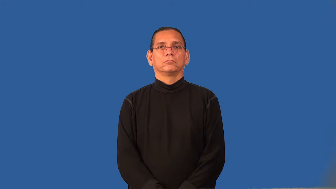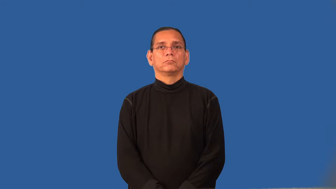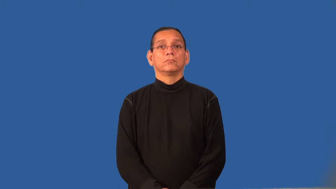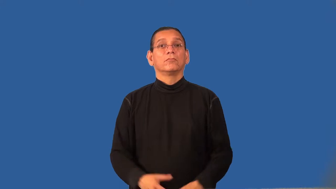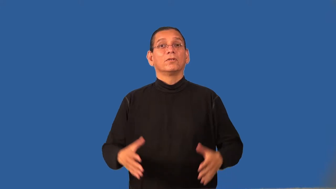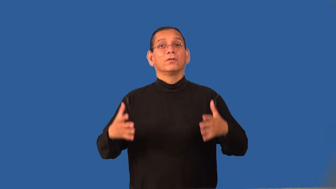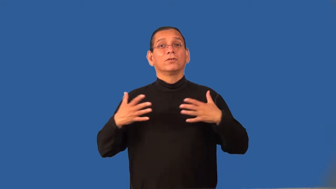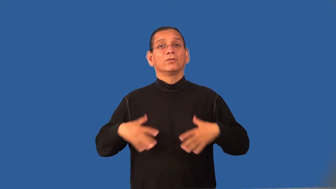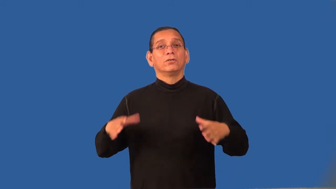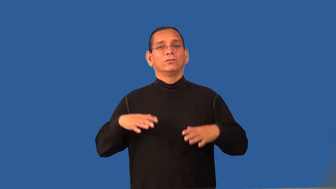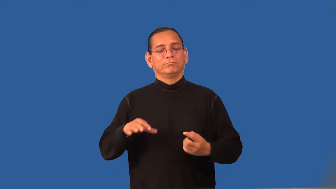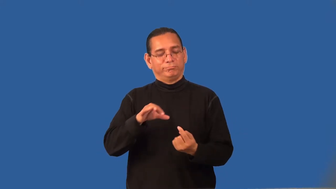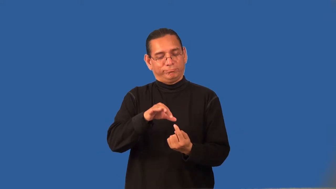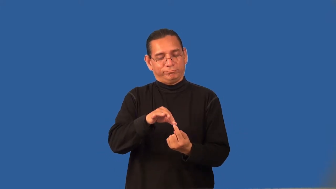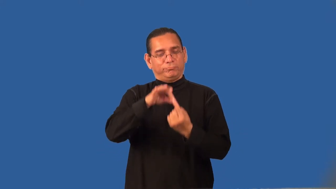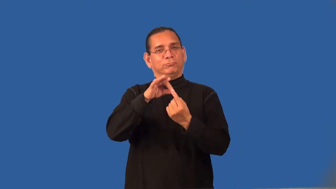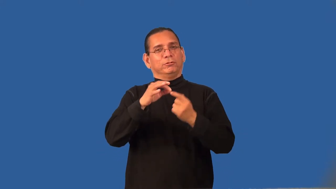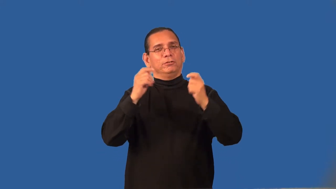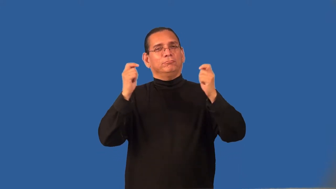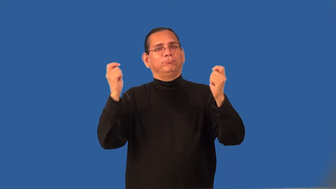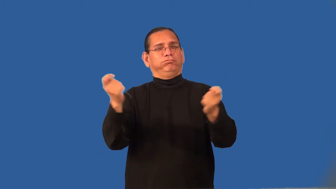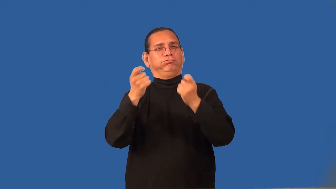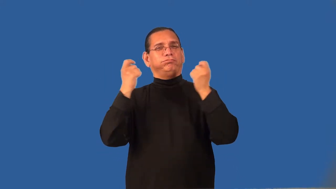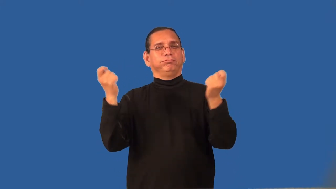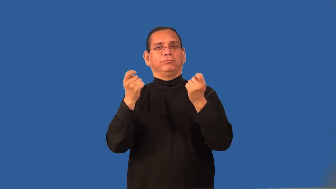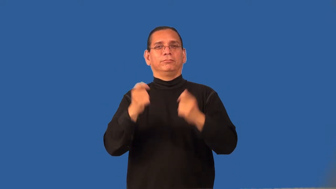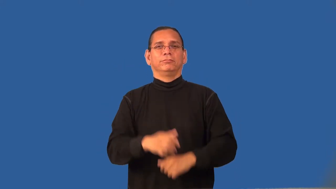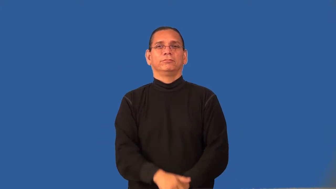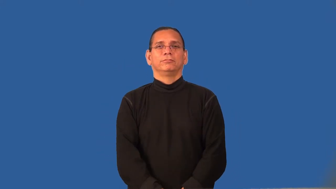regalia